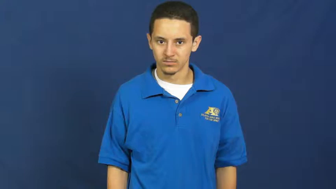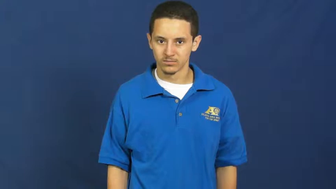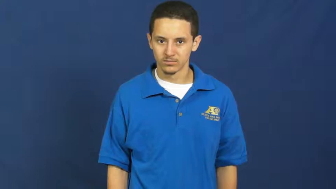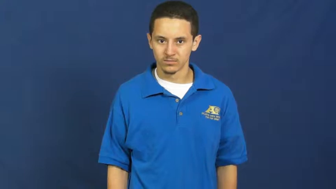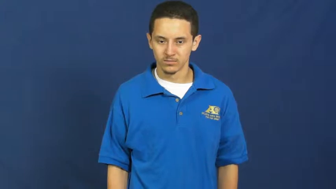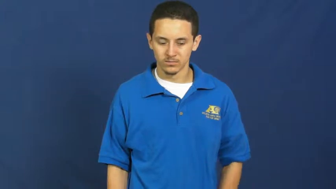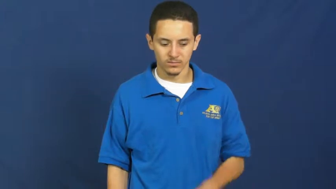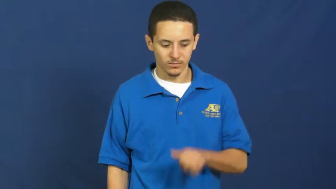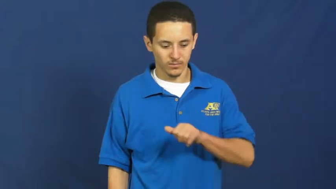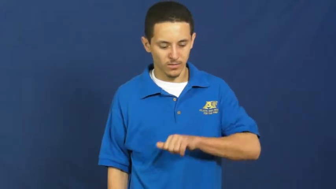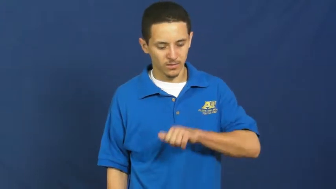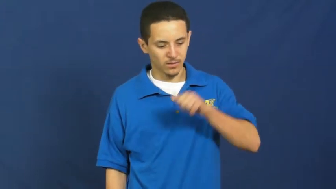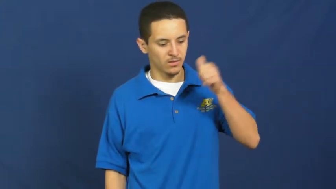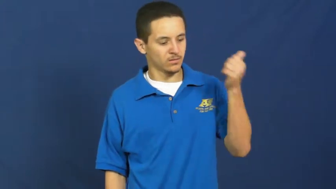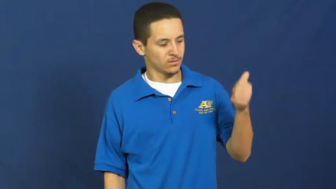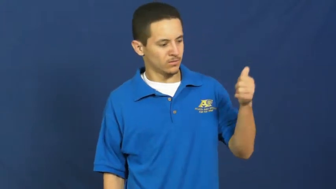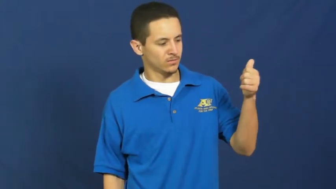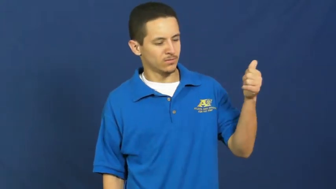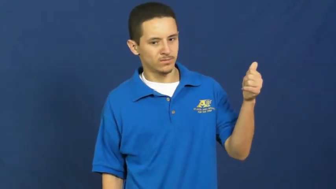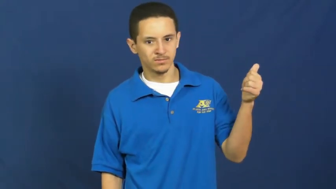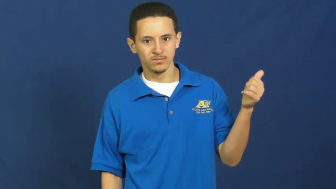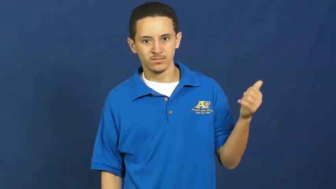other